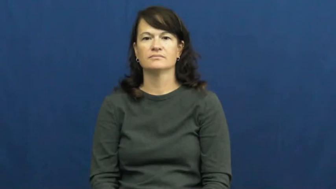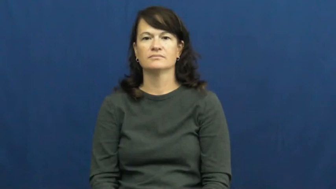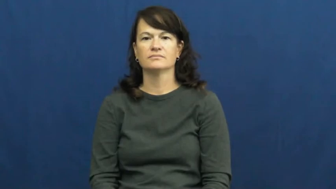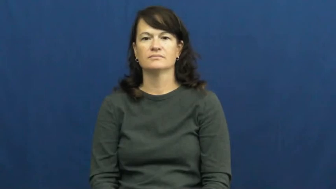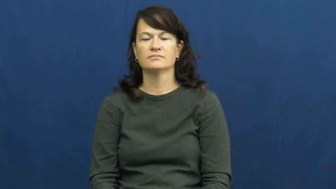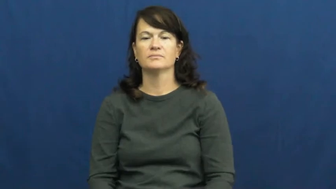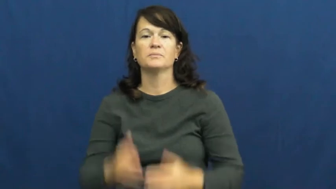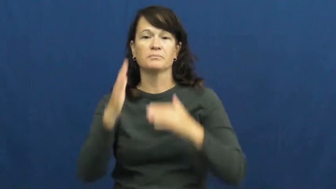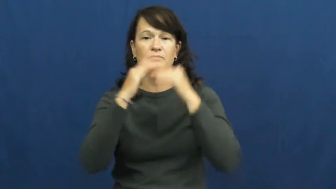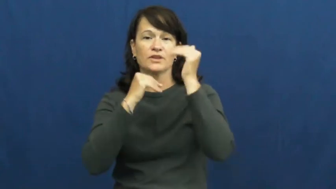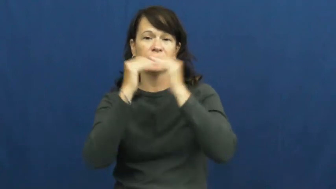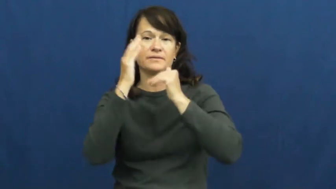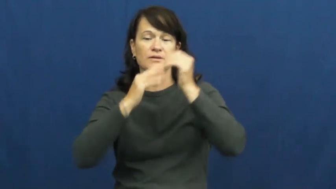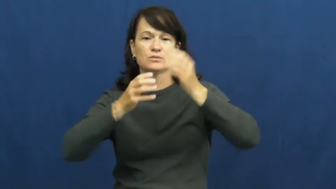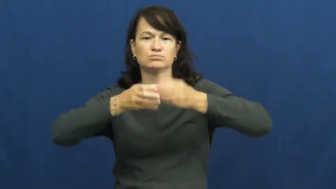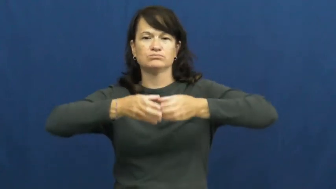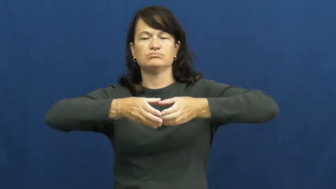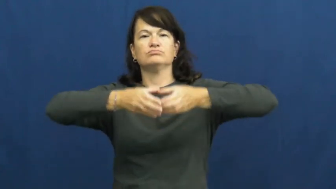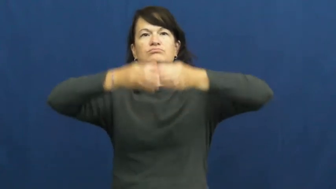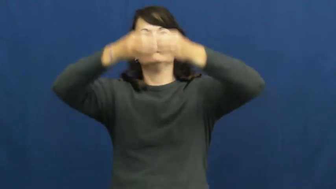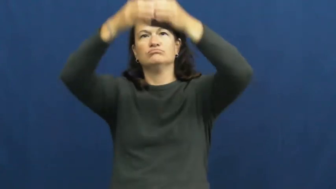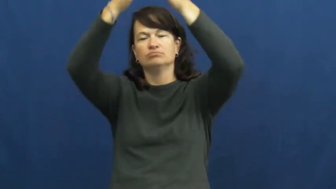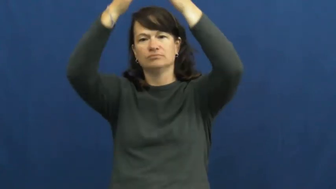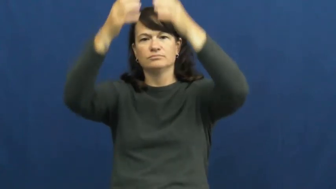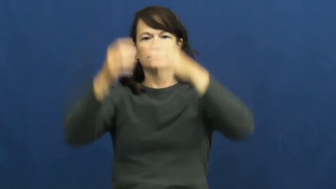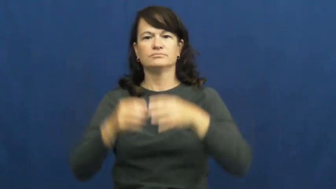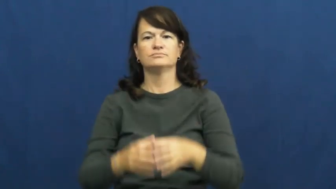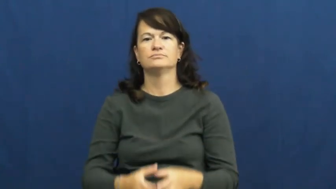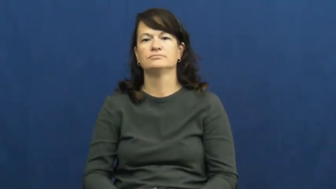tower